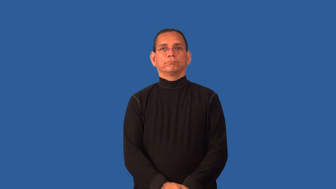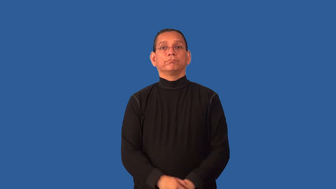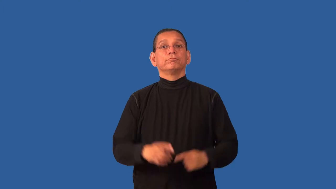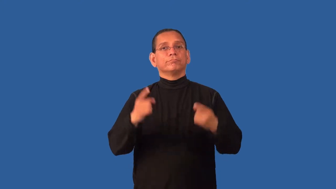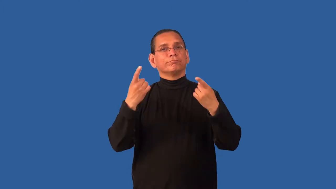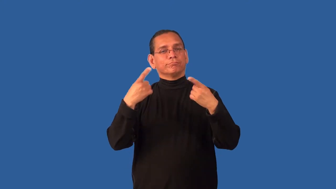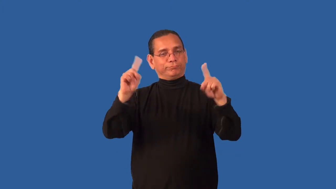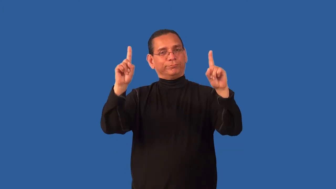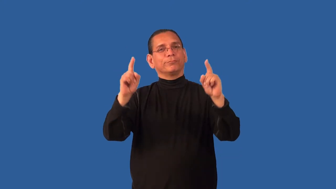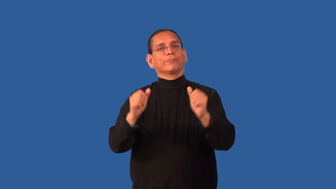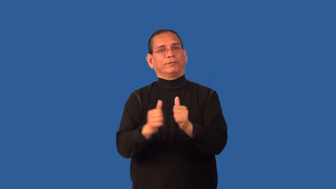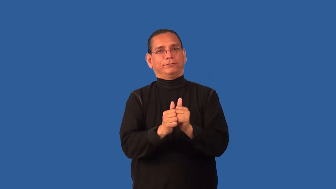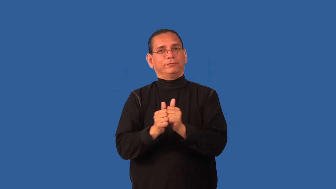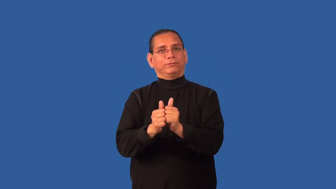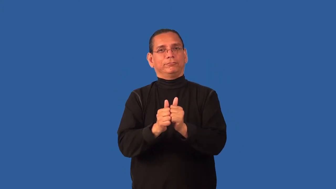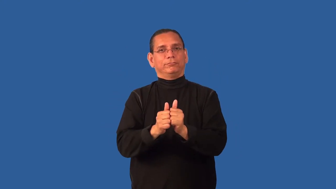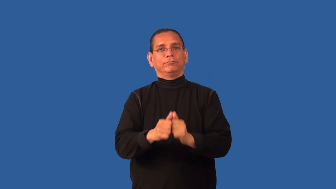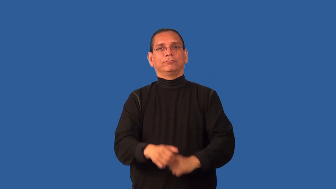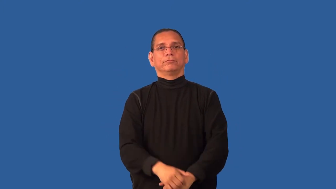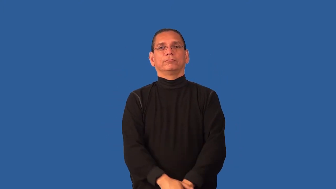concerted